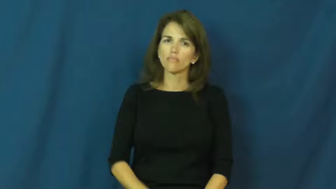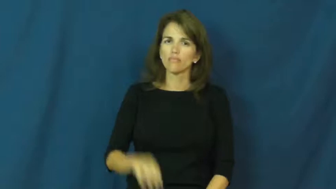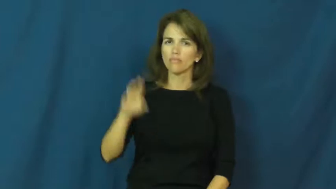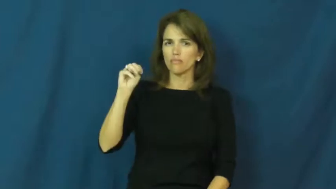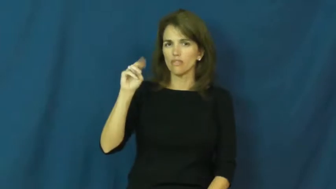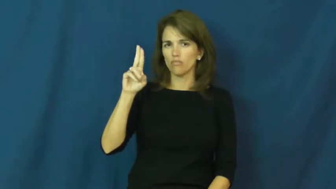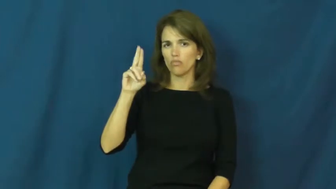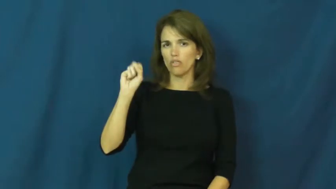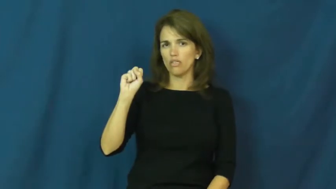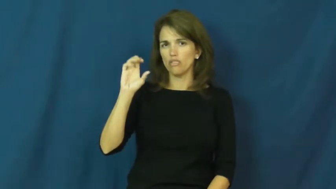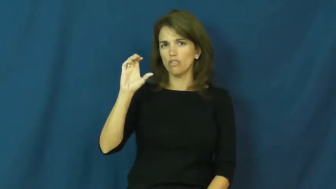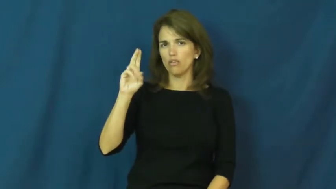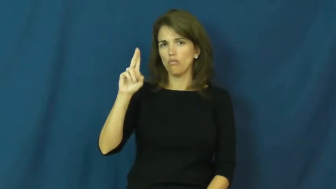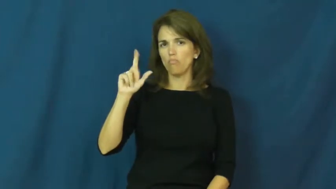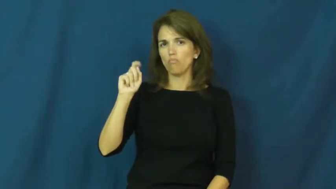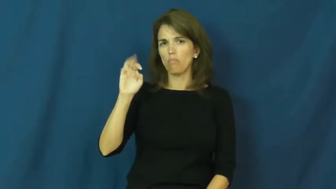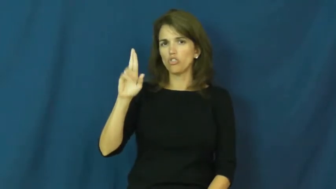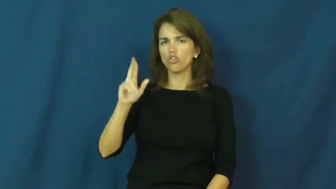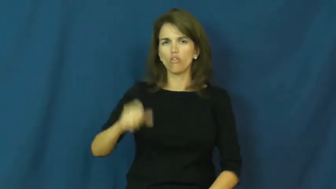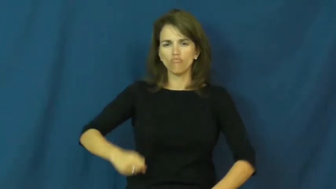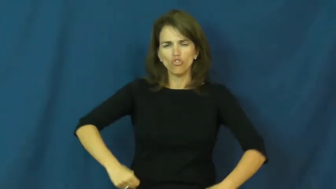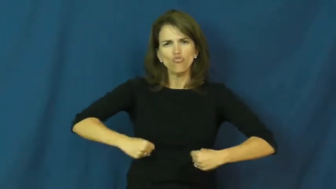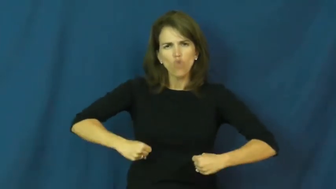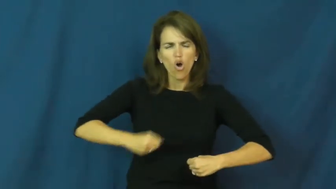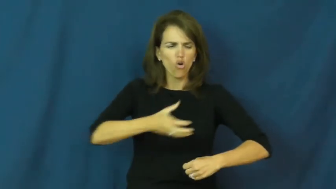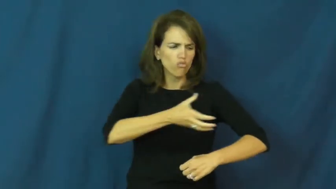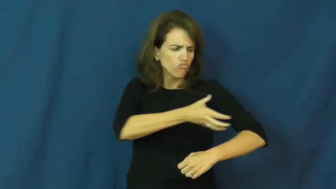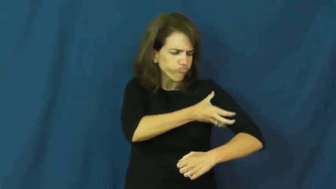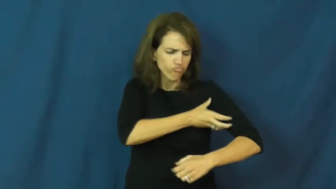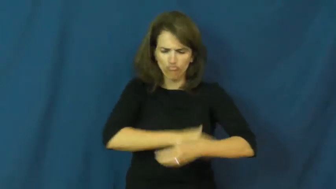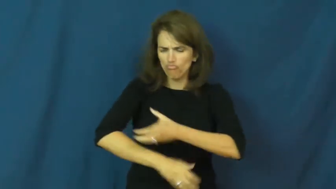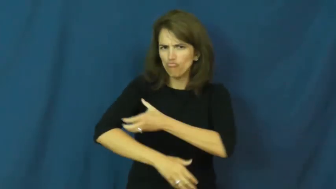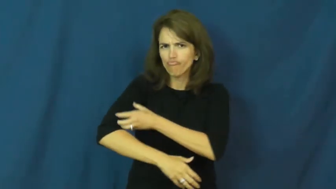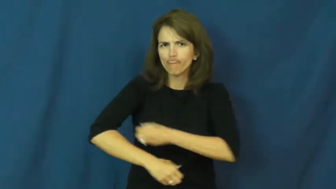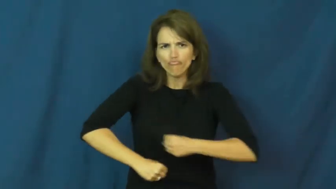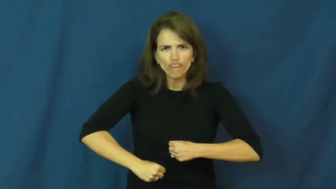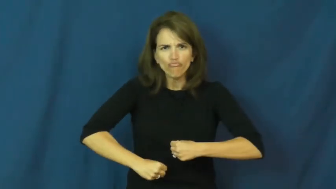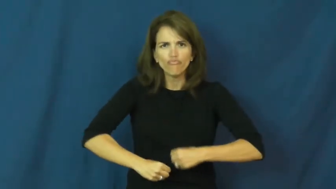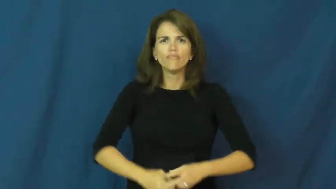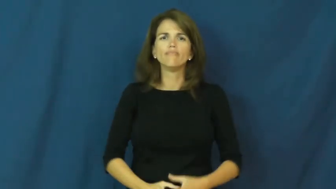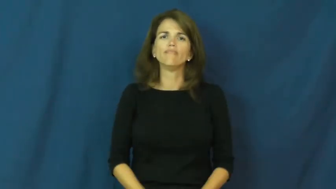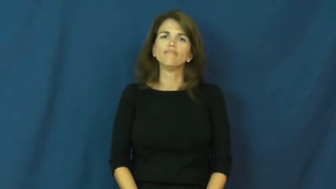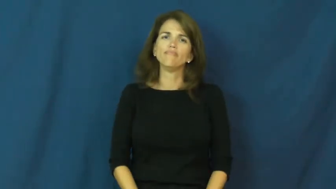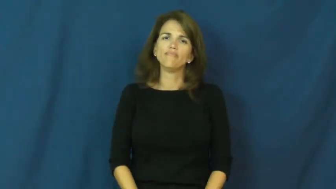muscular